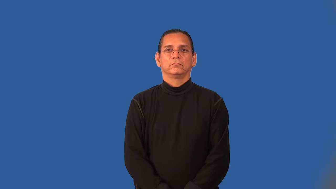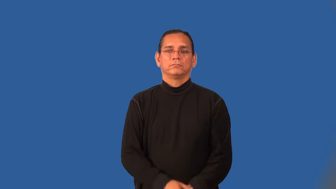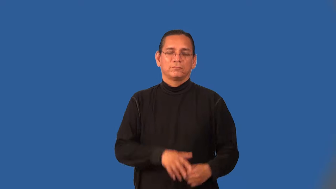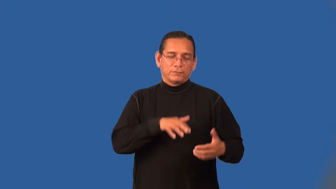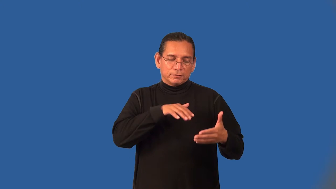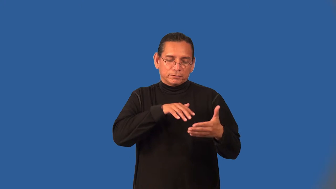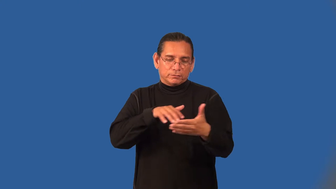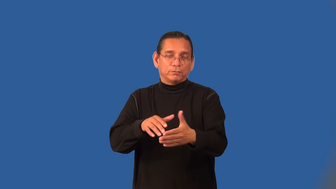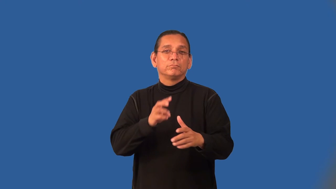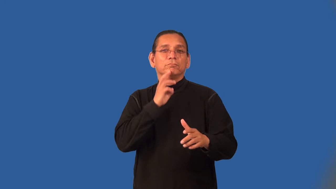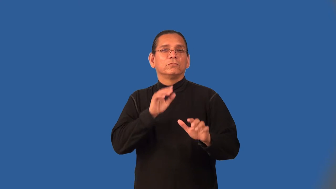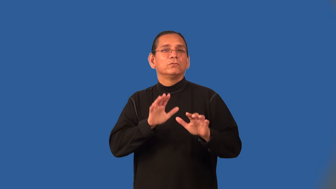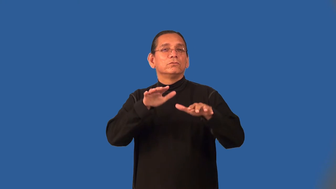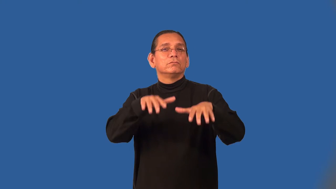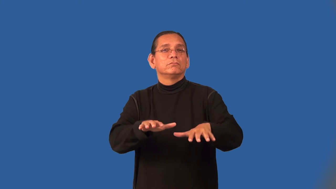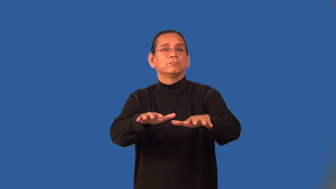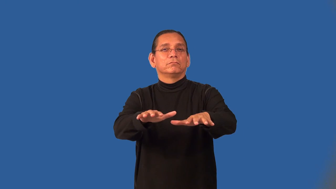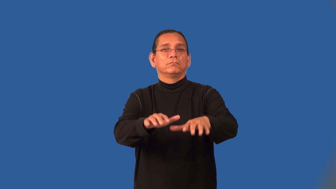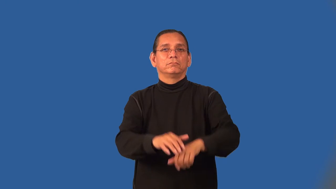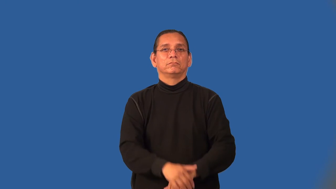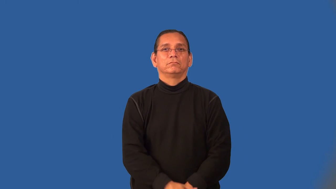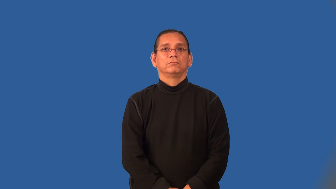oceanography